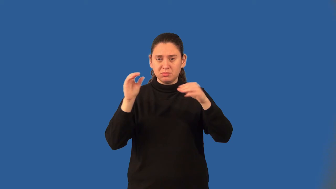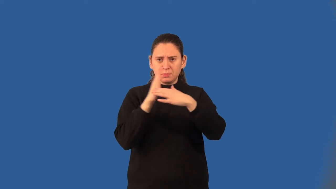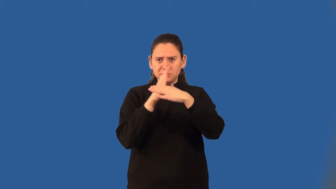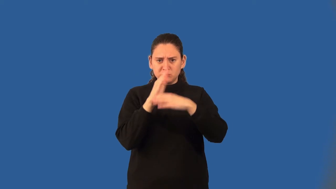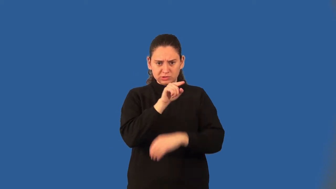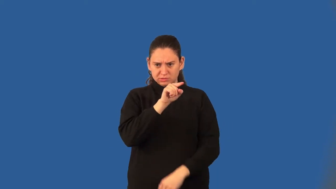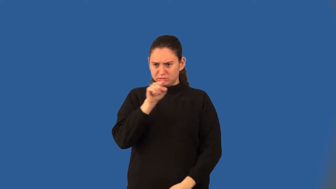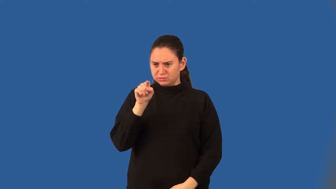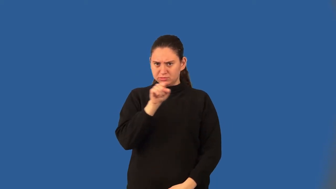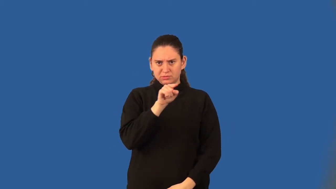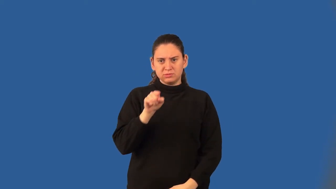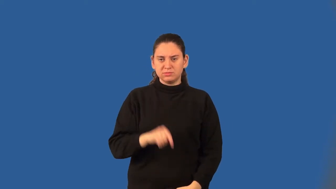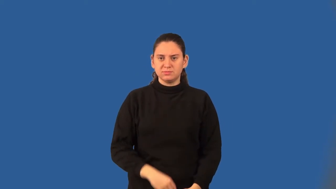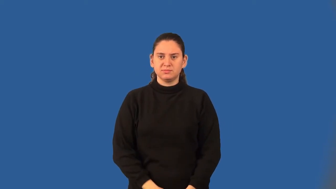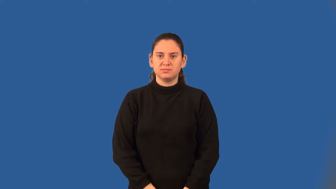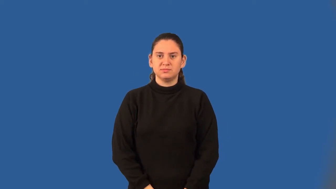between